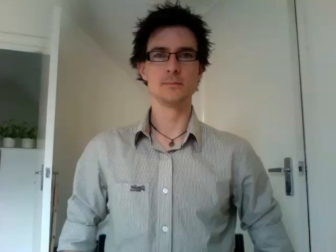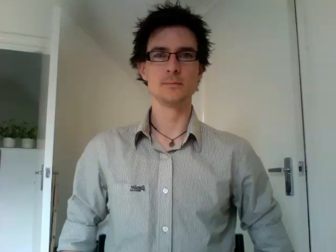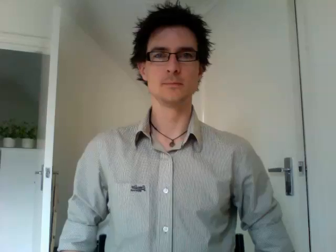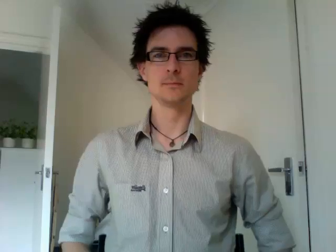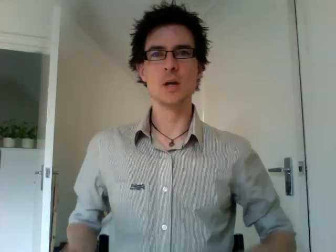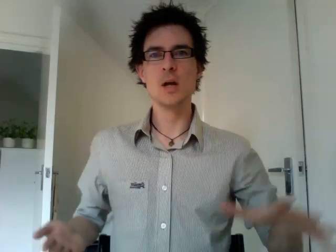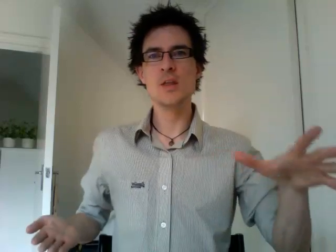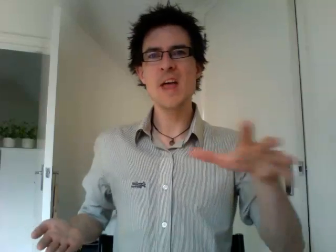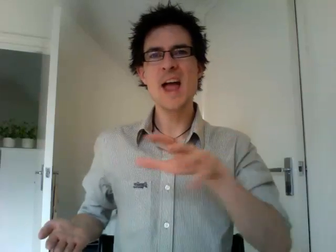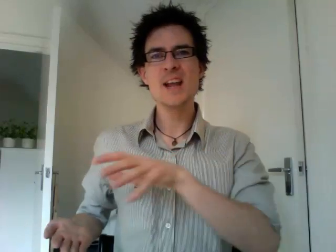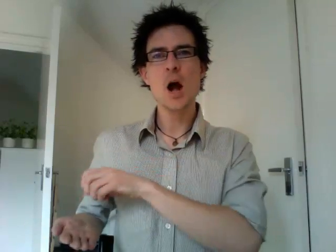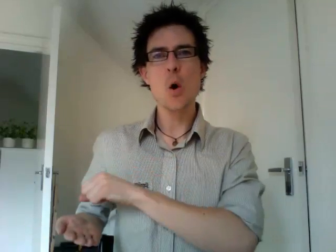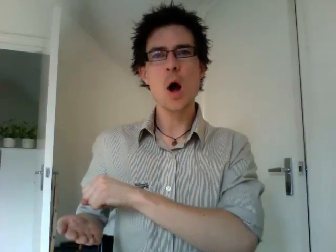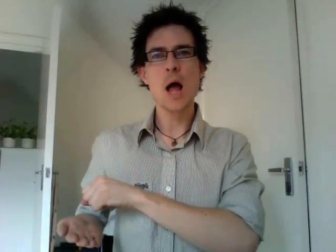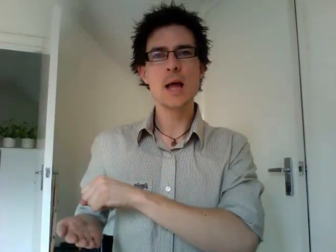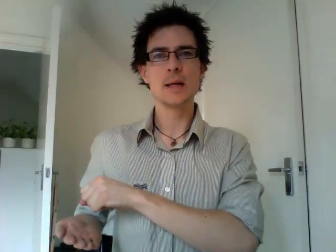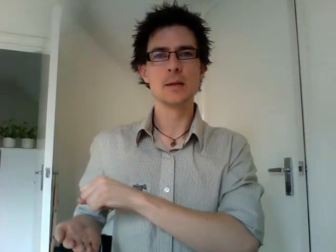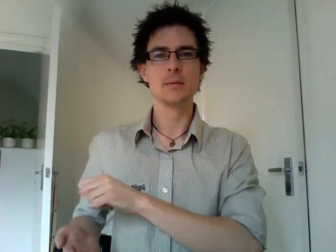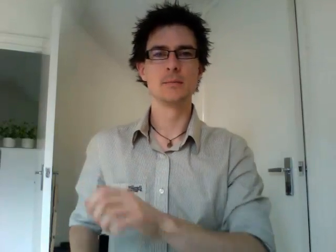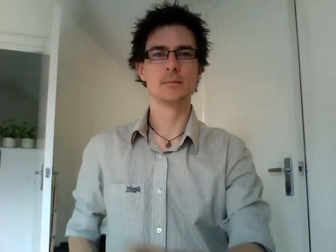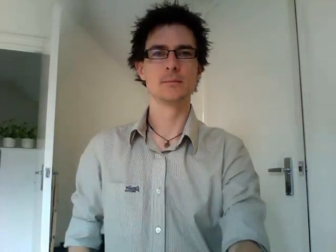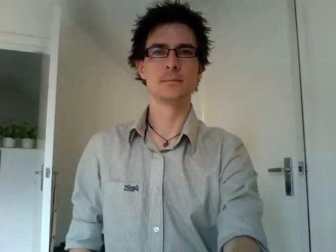take away